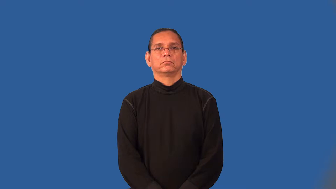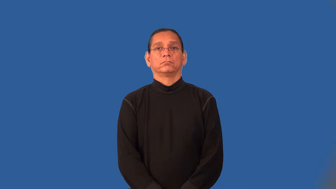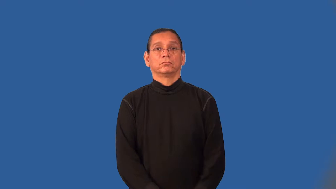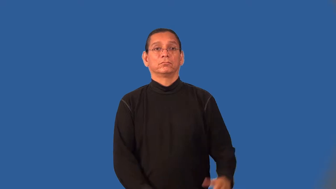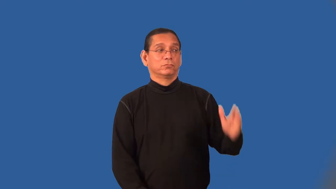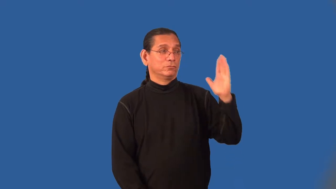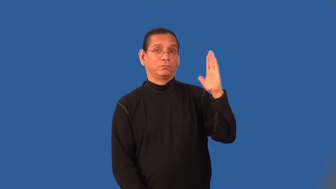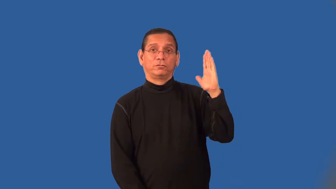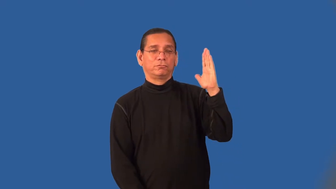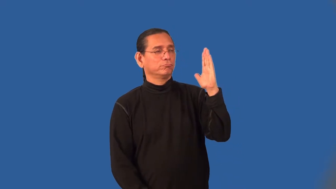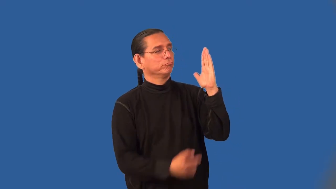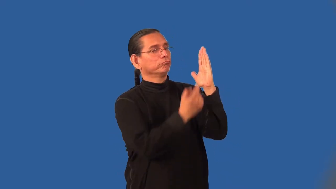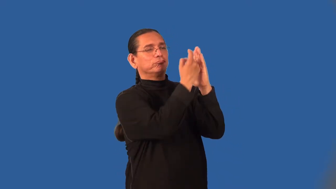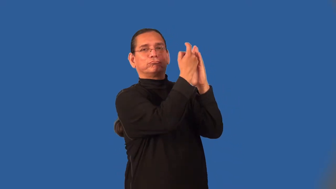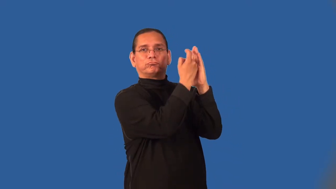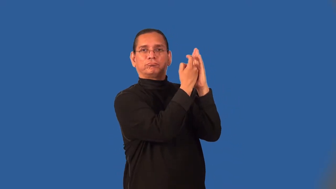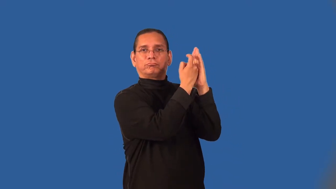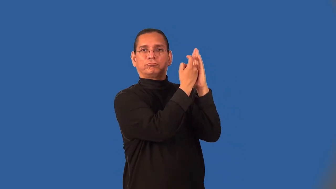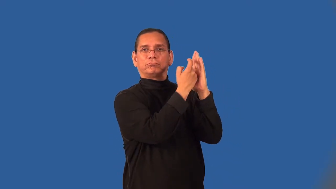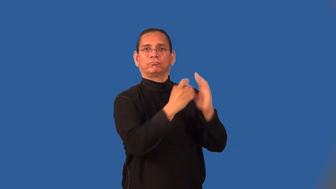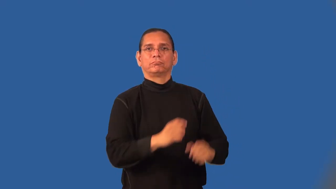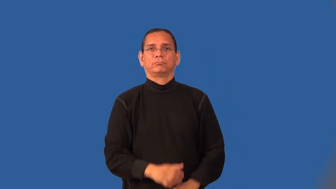mount-put up on wall